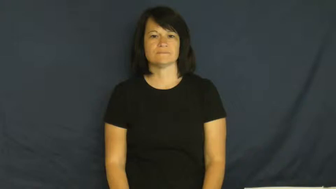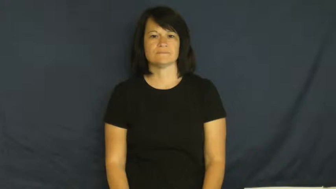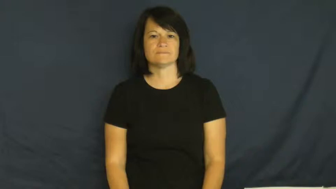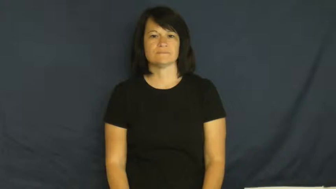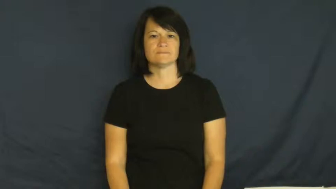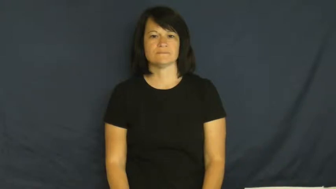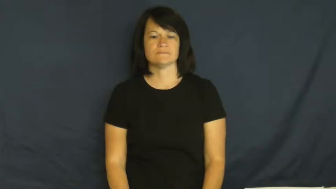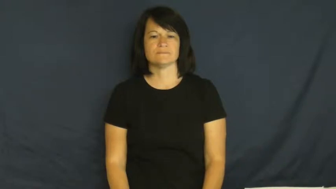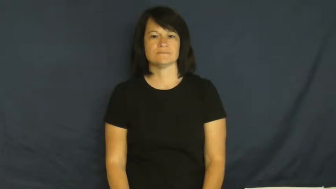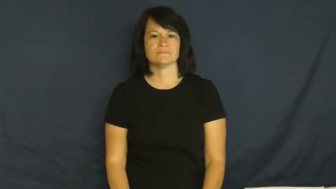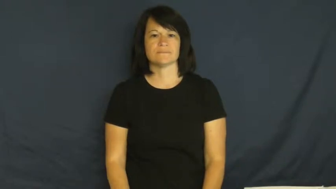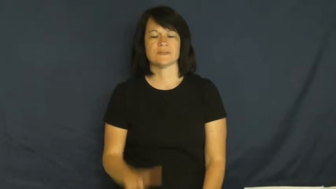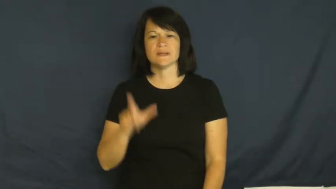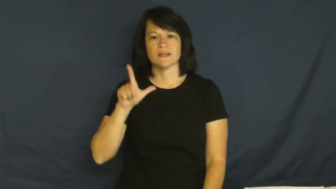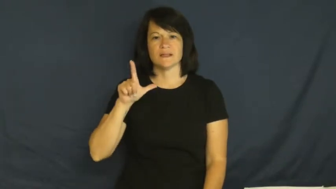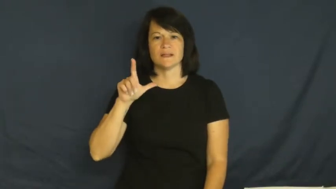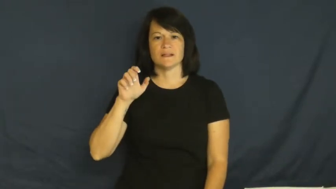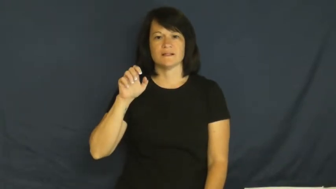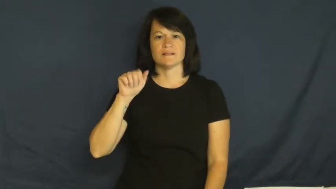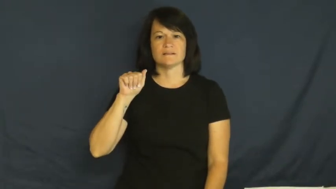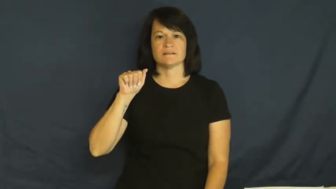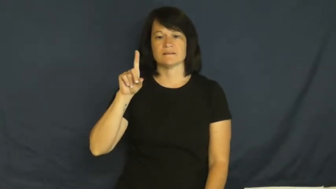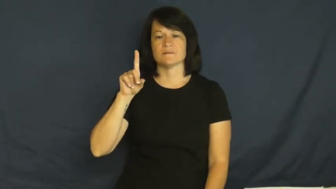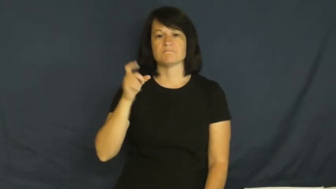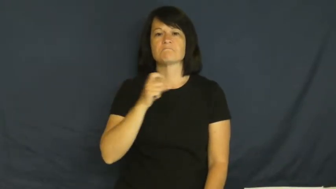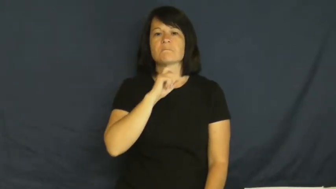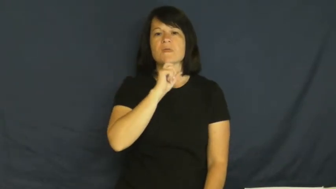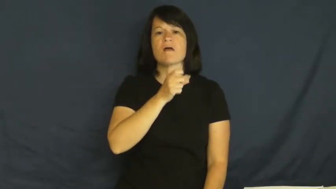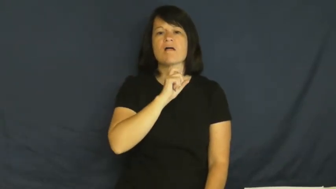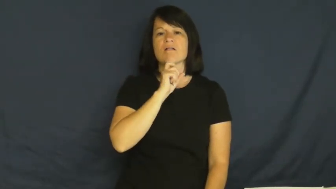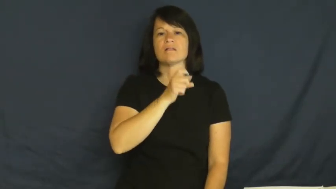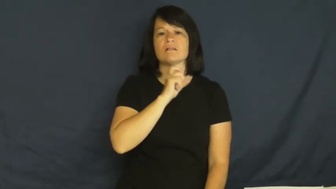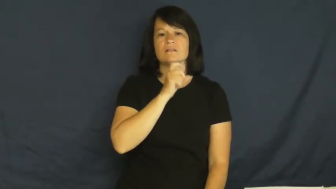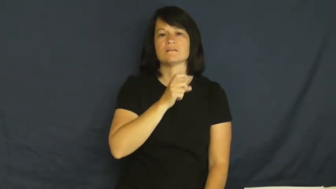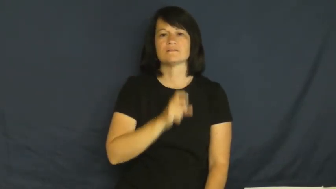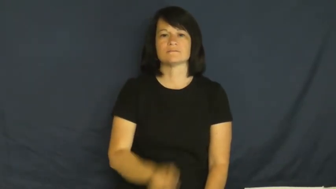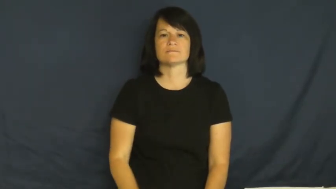lead-metal